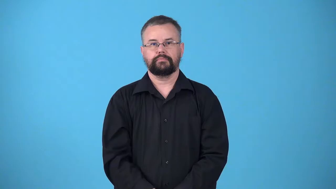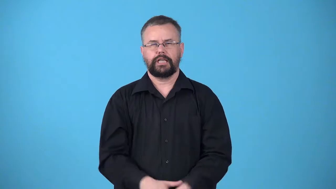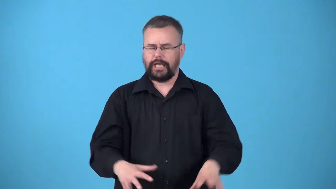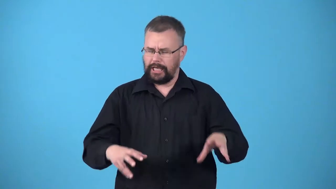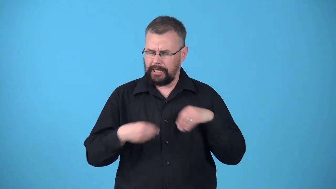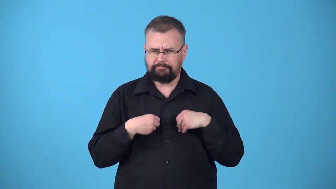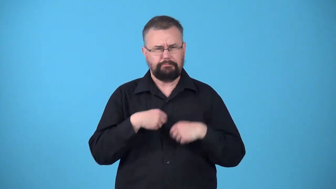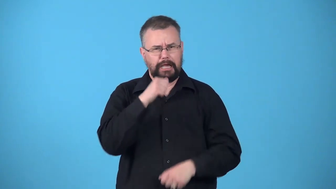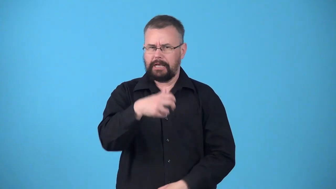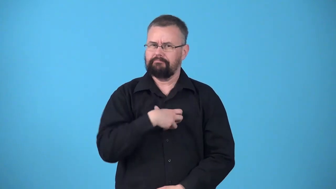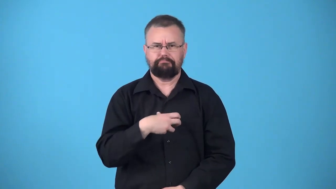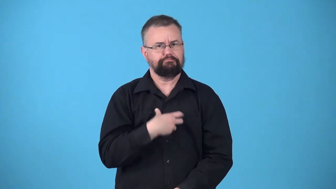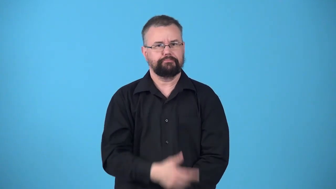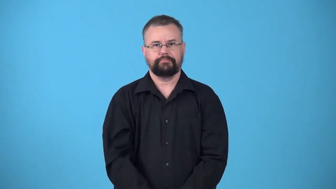uncomplaining